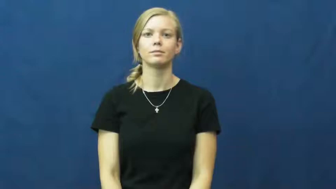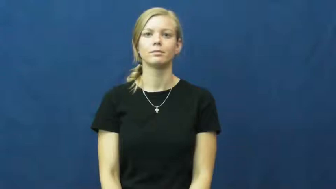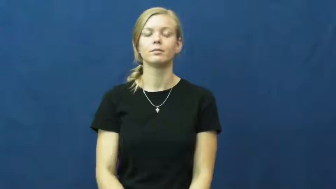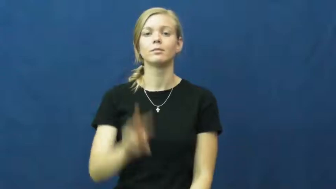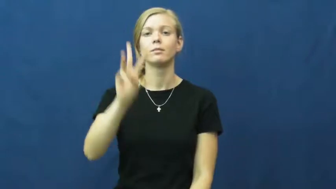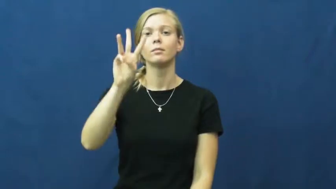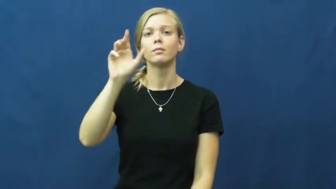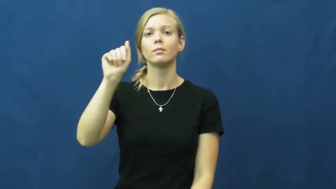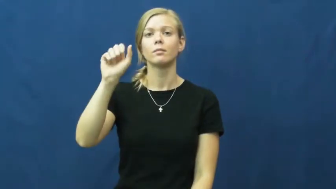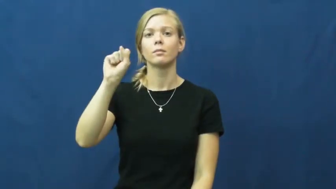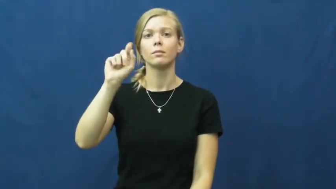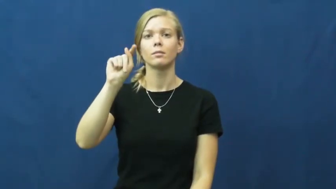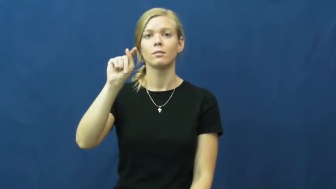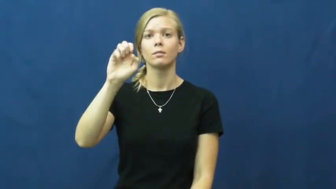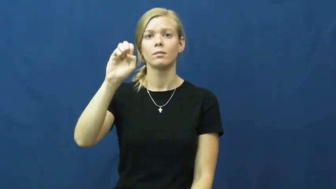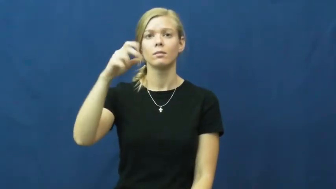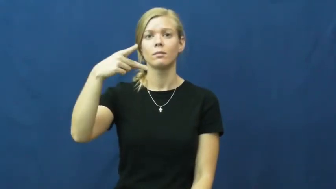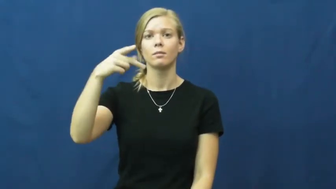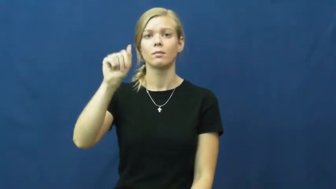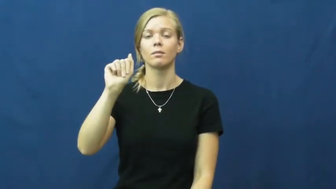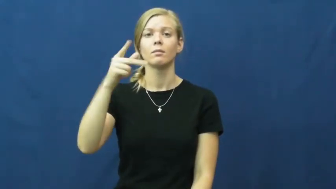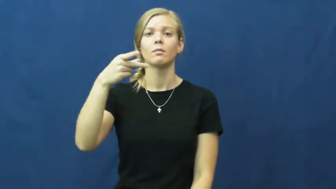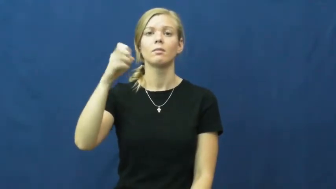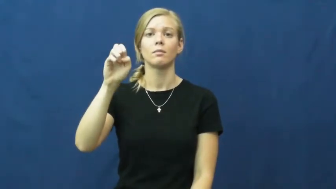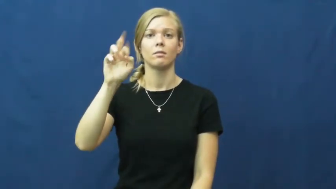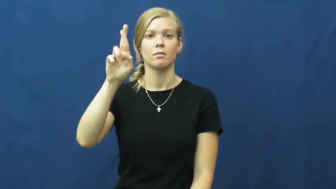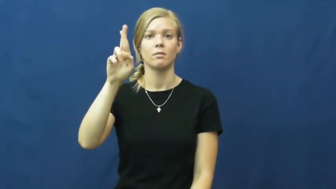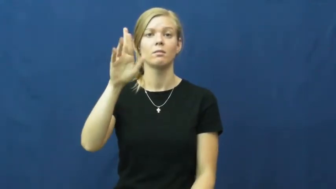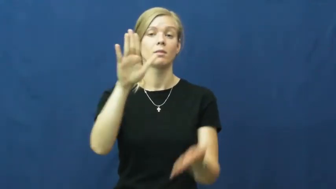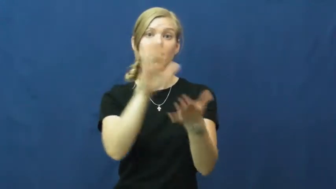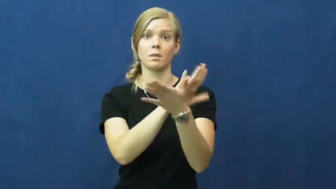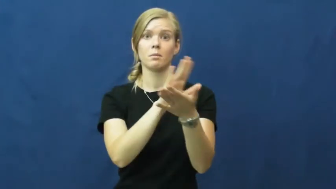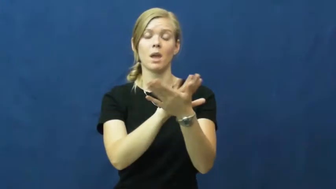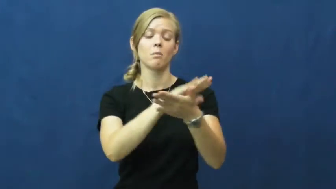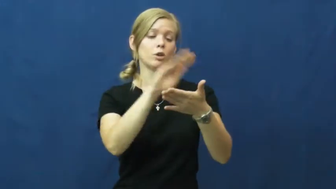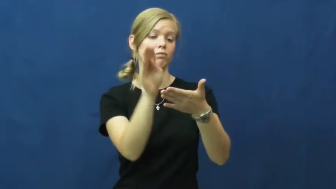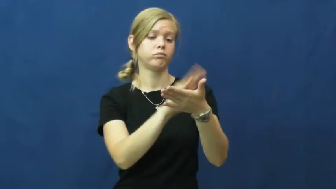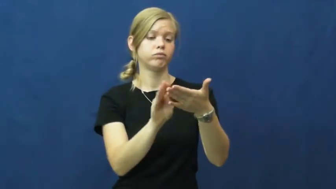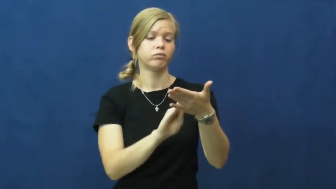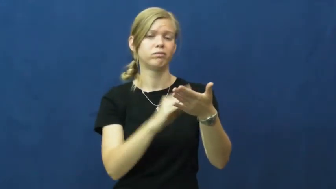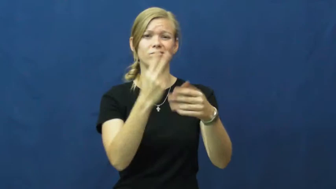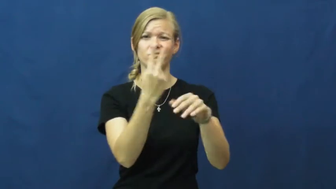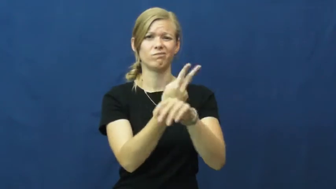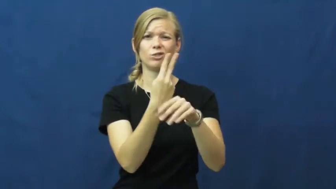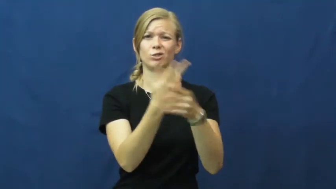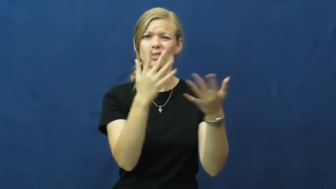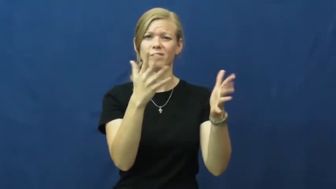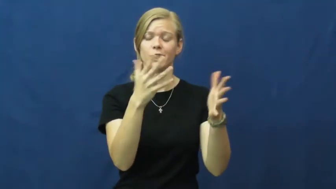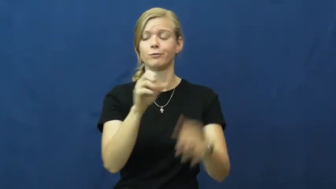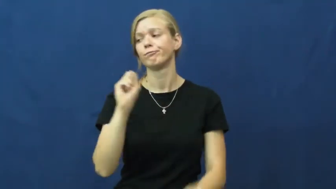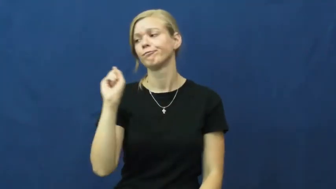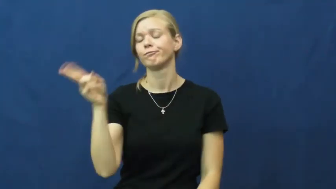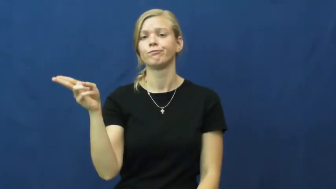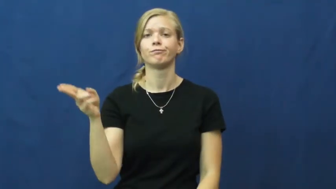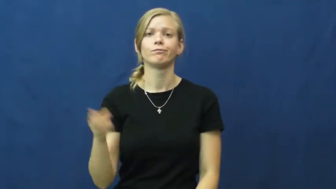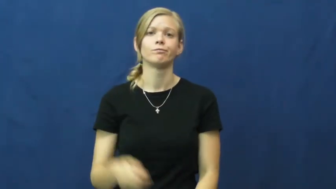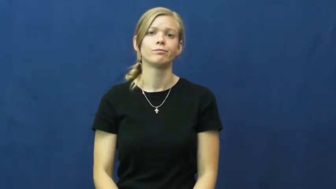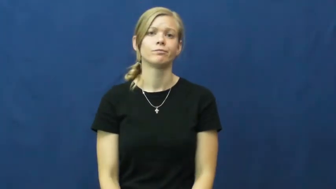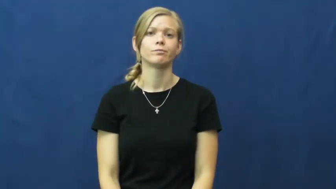wastepaper